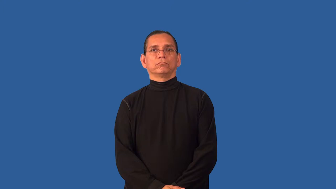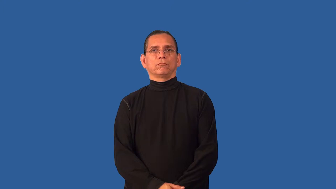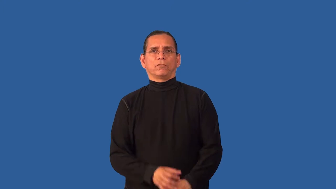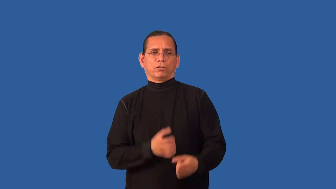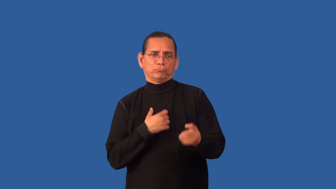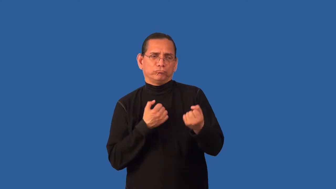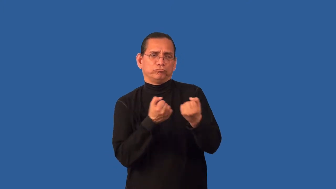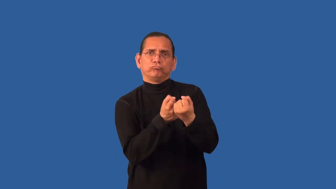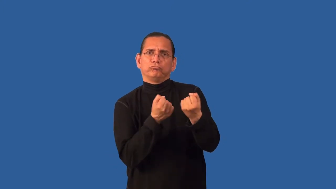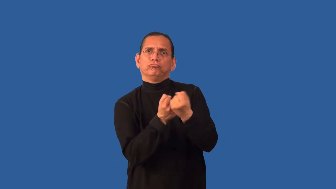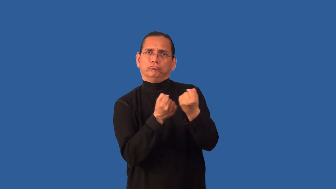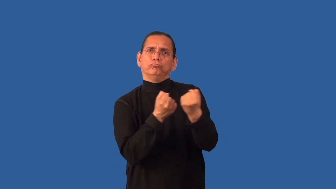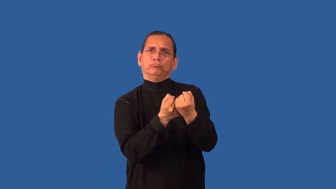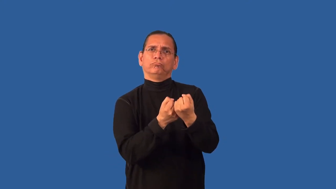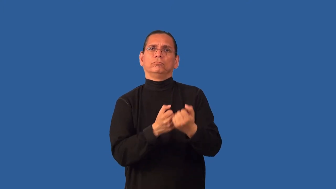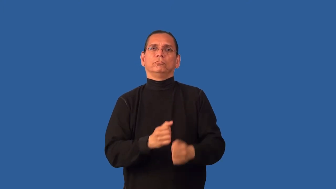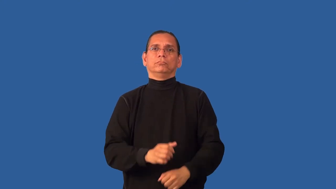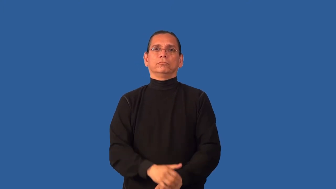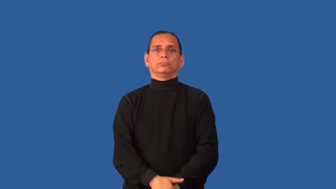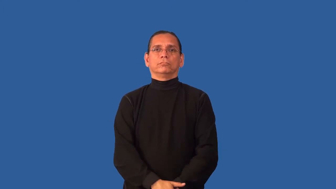champion-fight for a cause